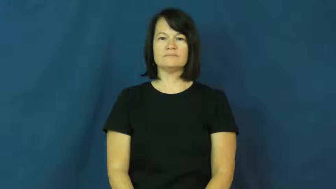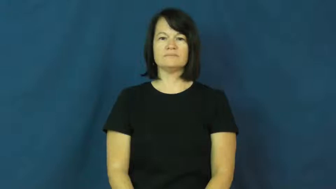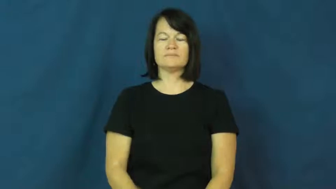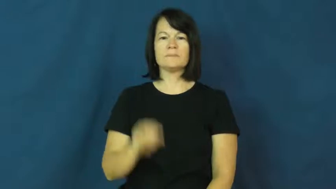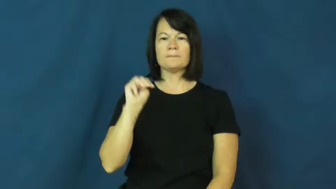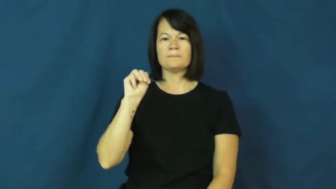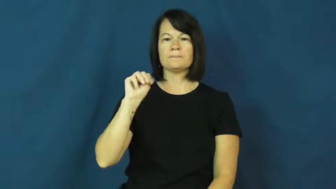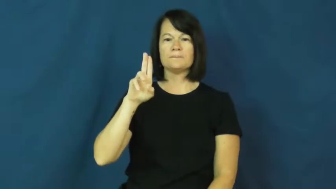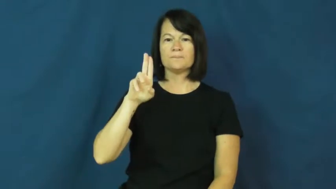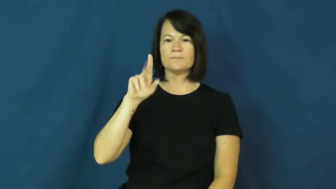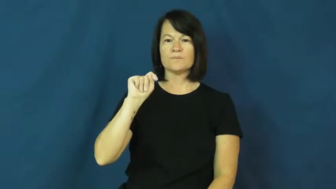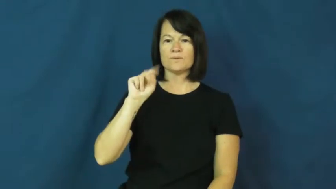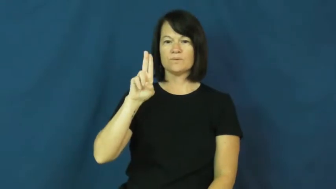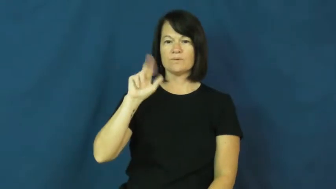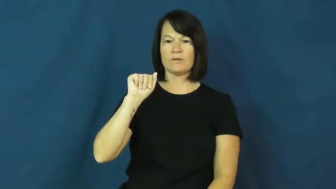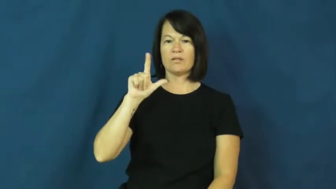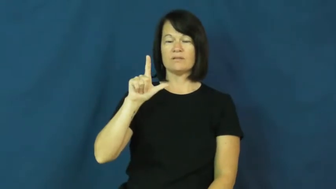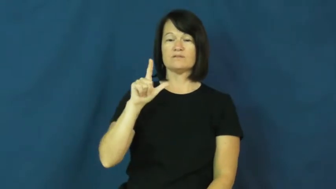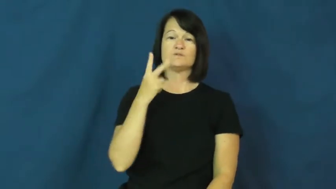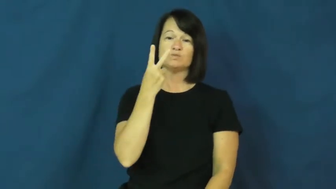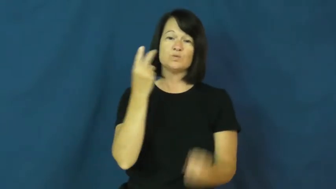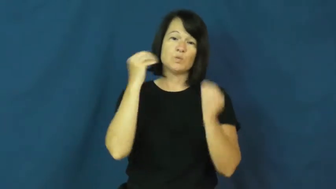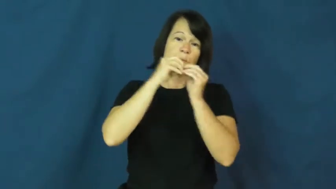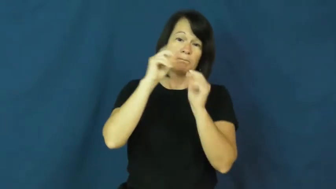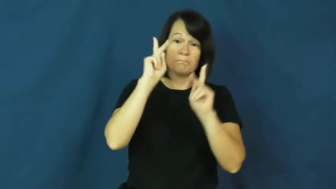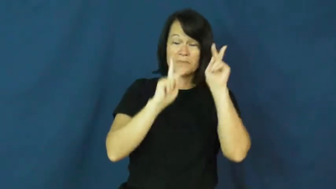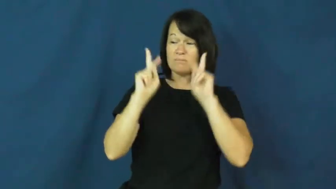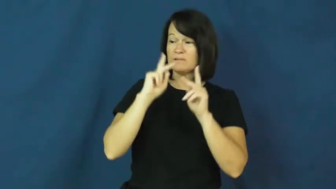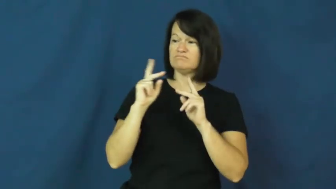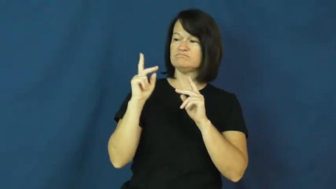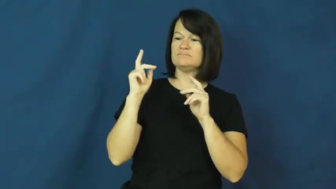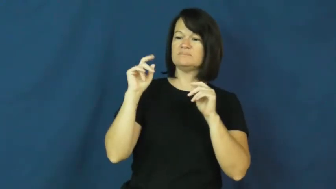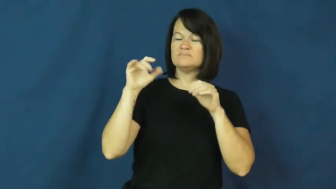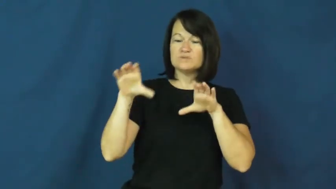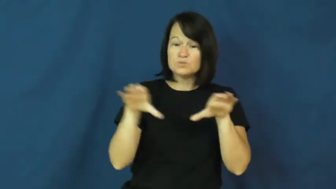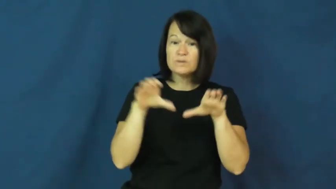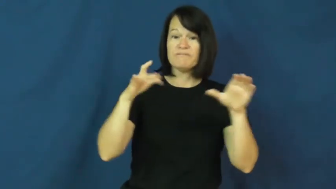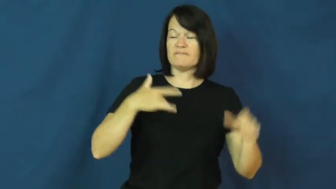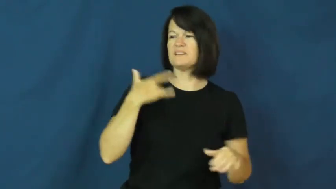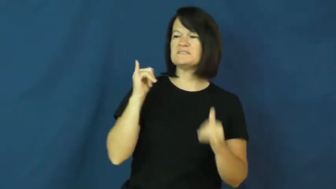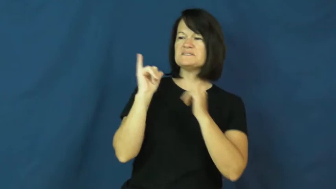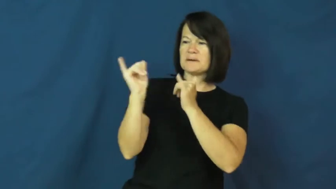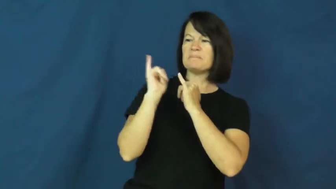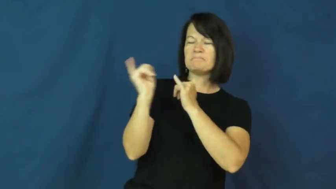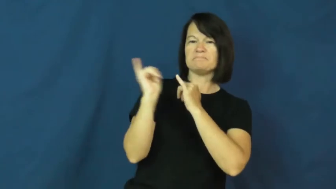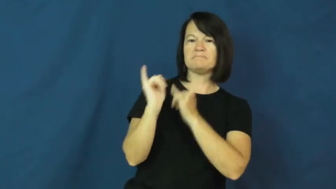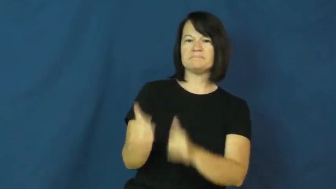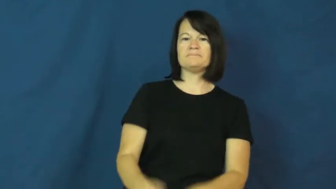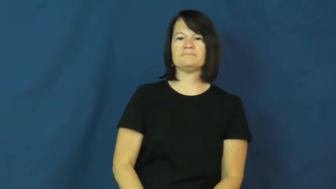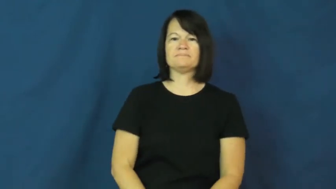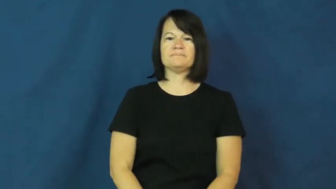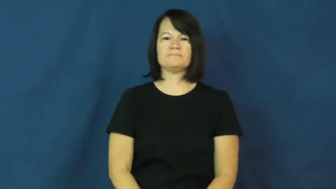mutual